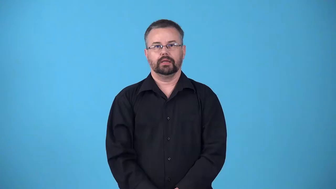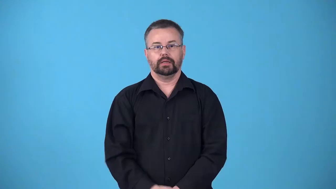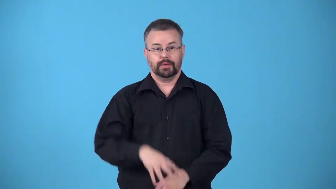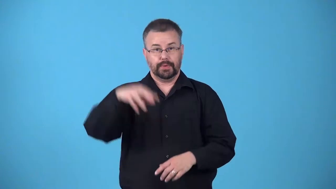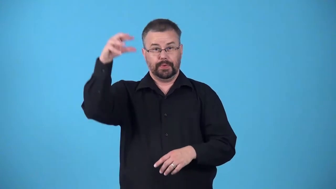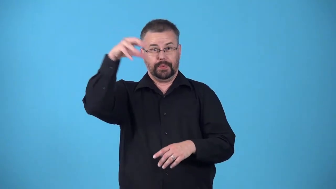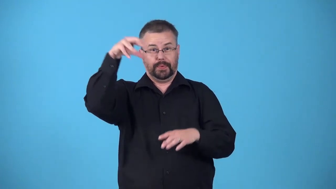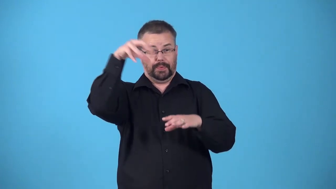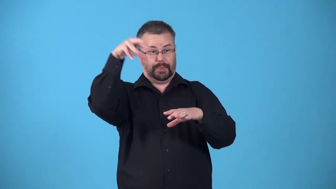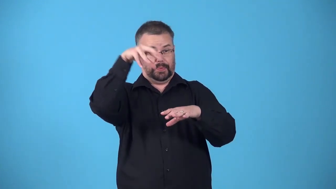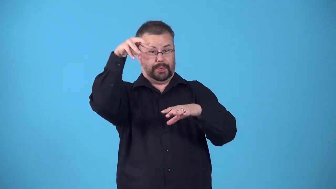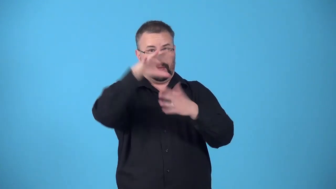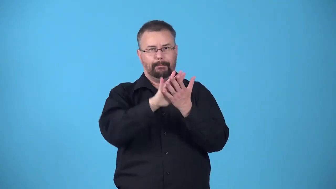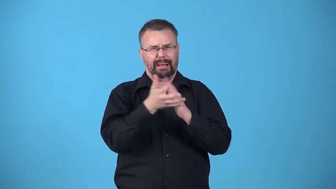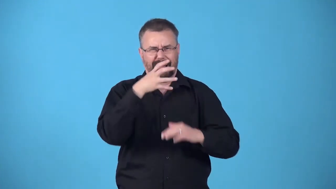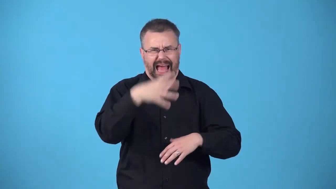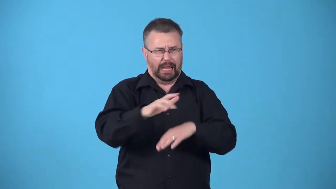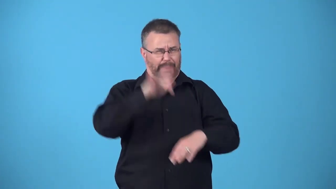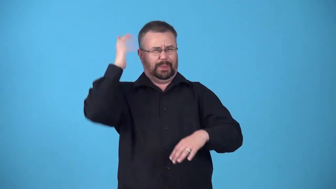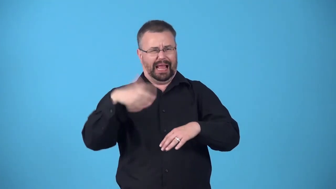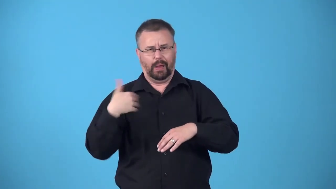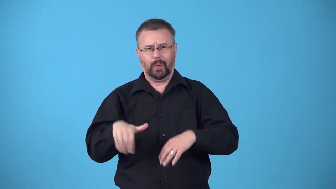bake-sun causes thing to become very hot